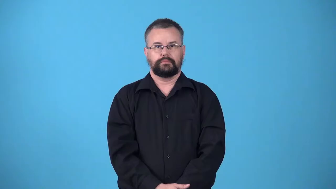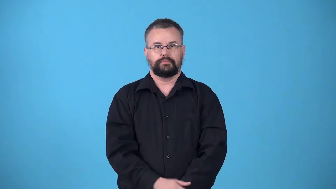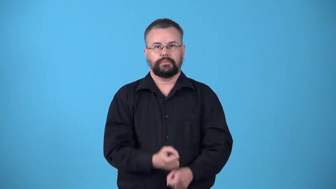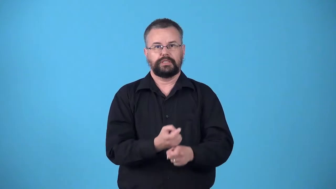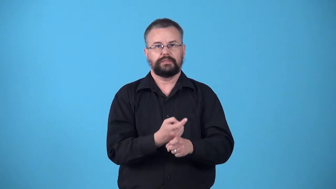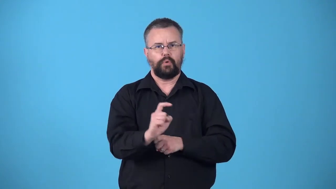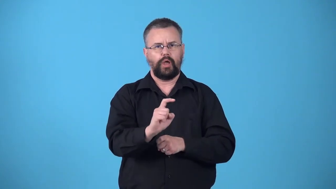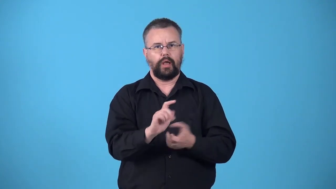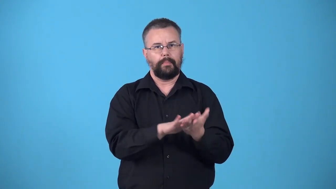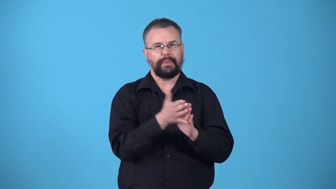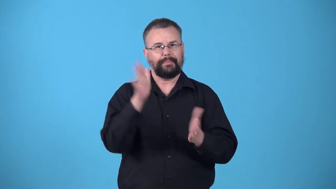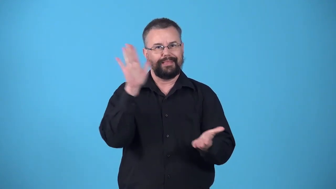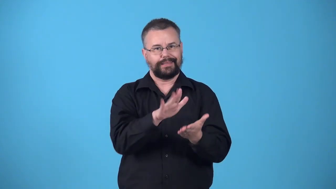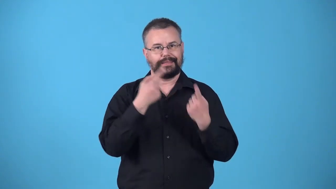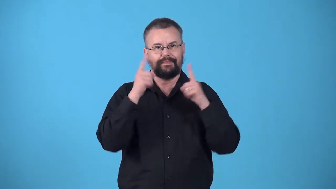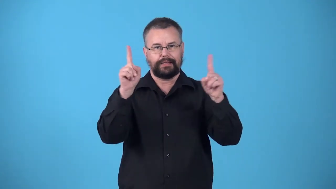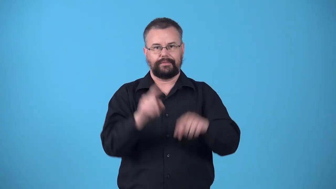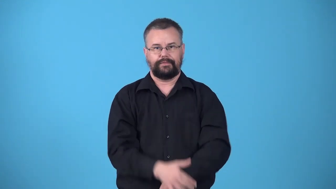vitiate-make less effective or perfect